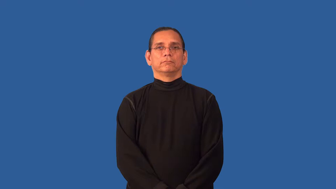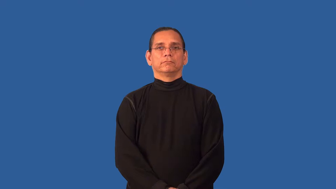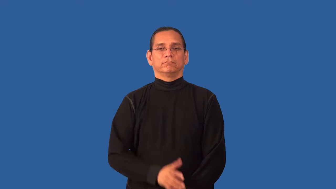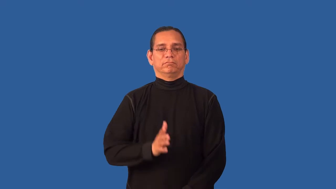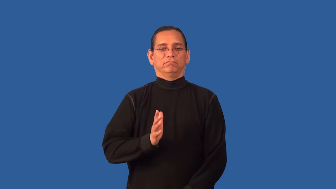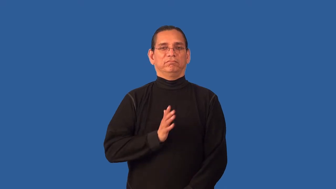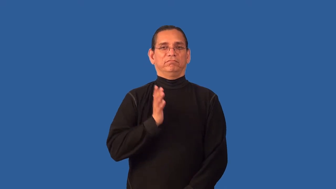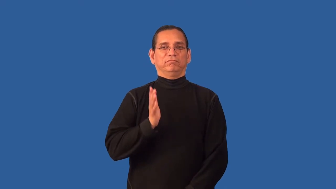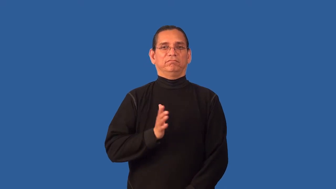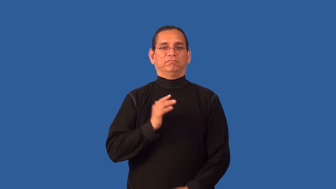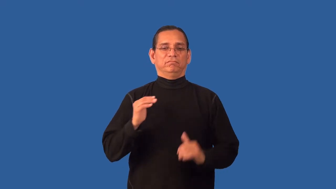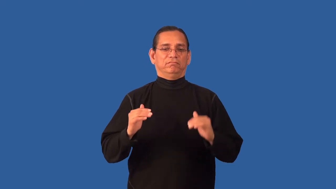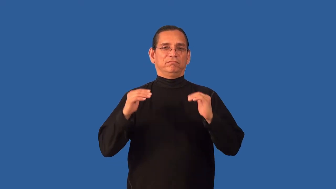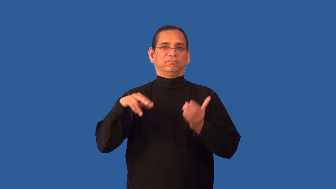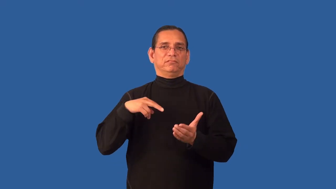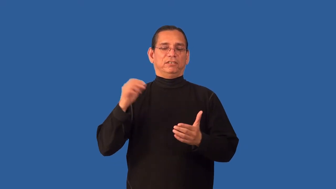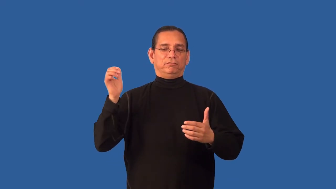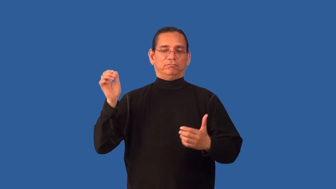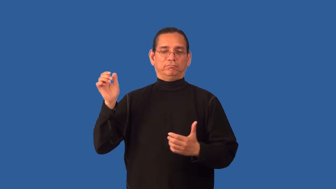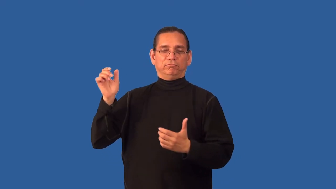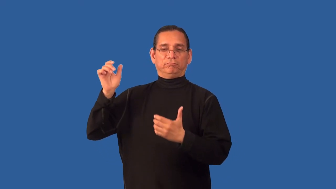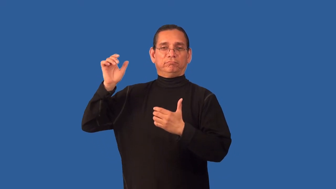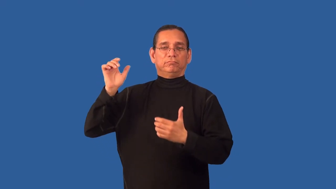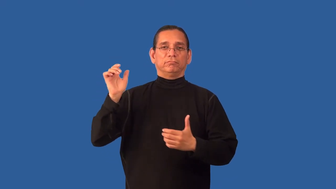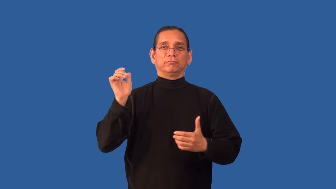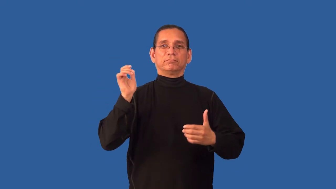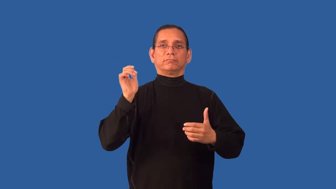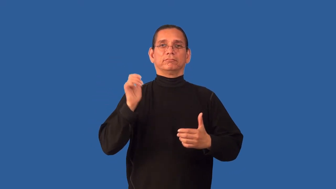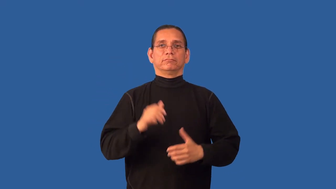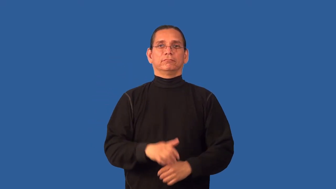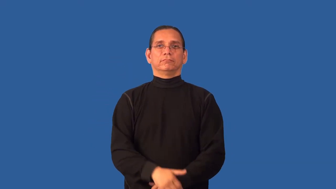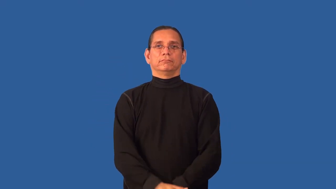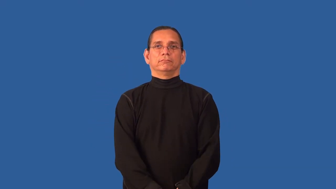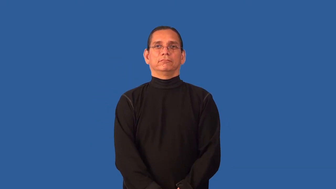ball-dance